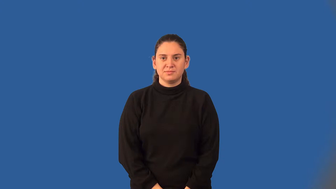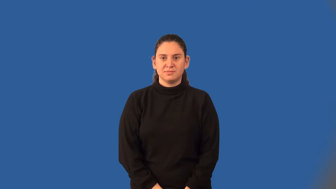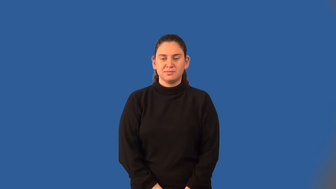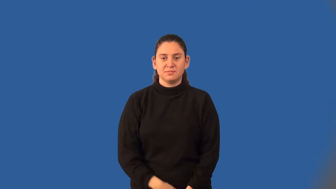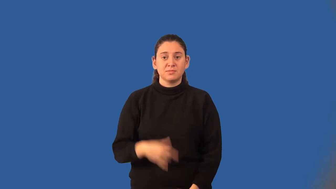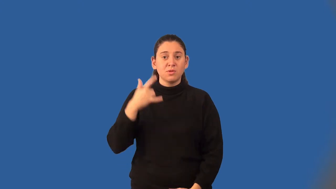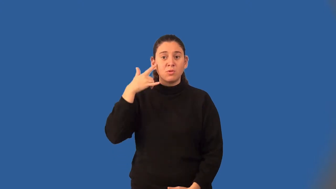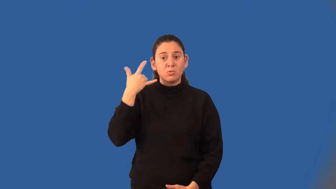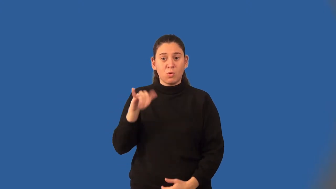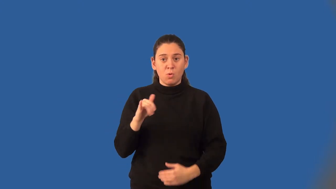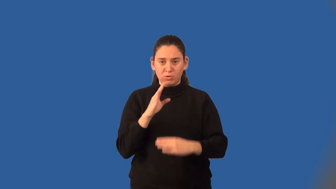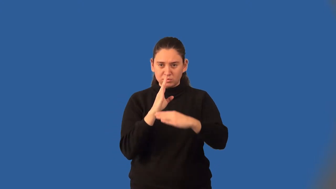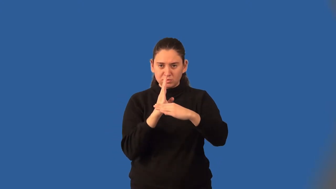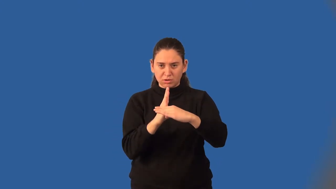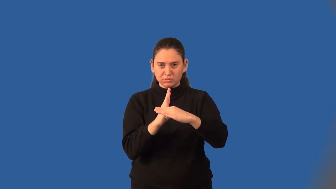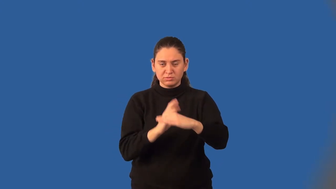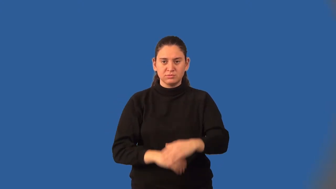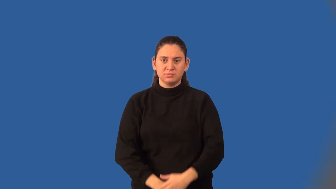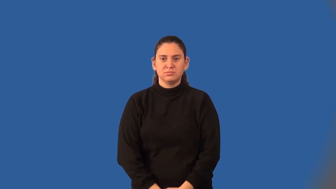golden cut